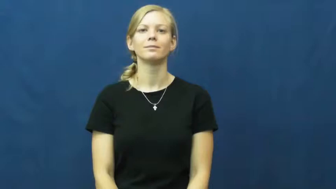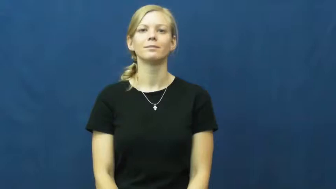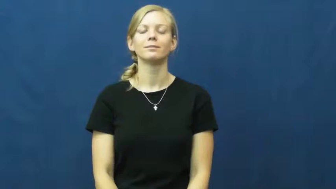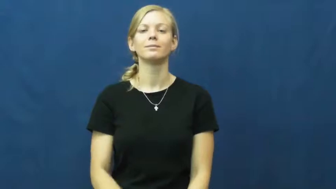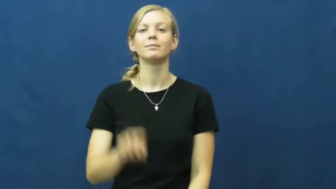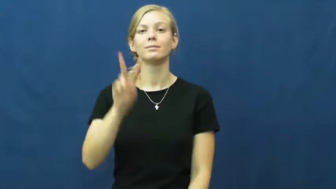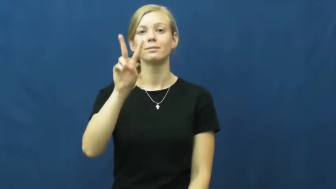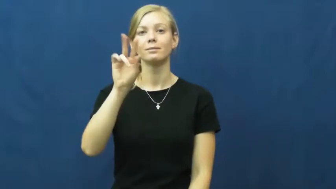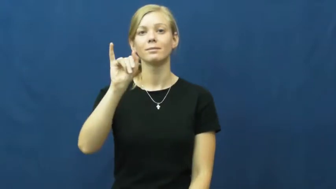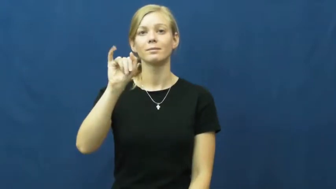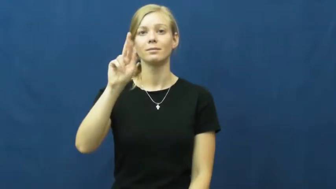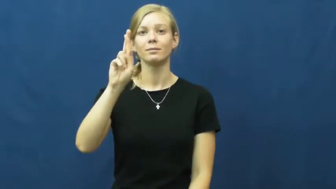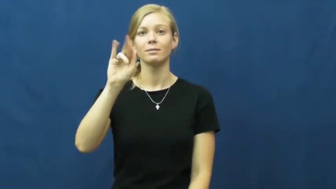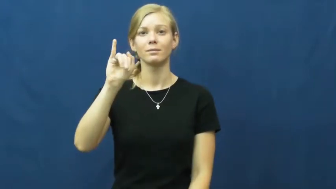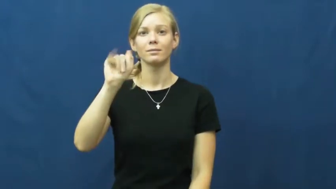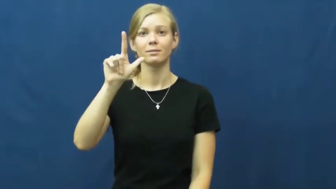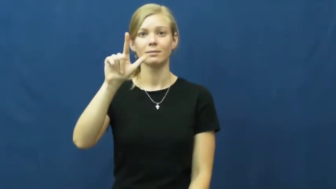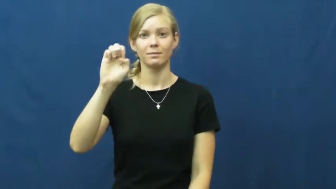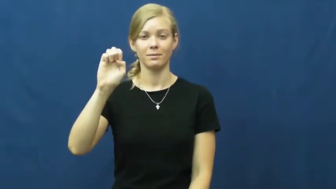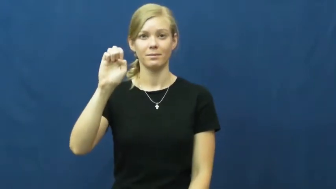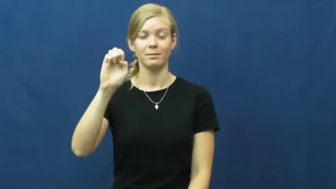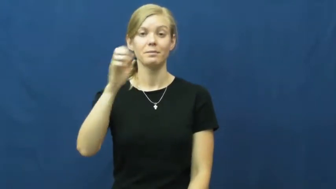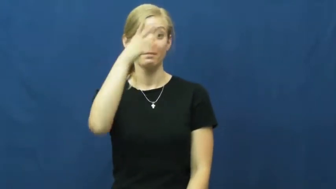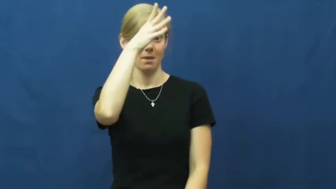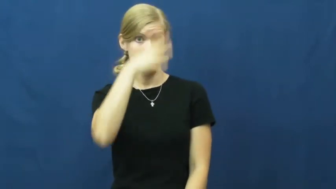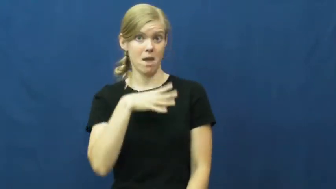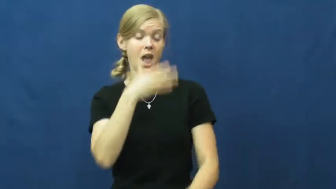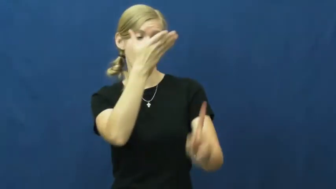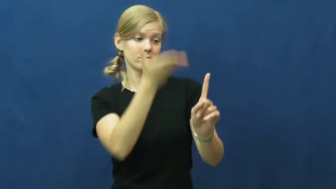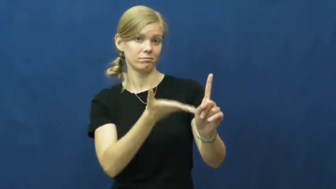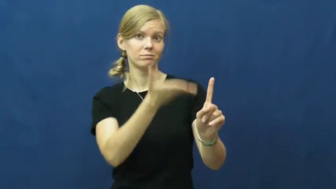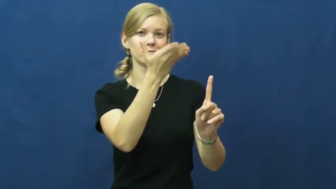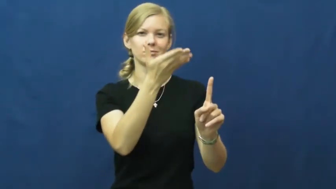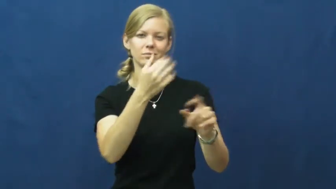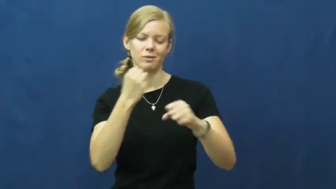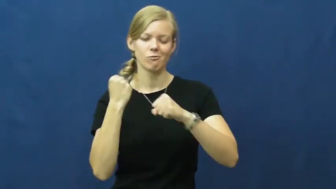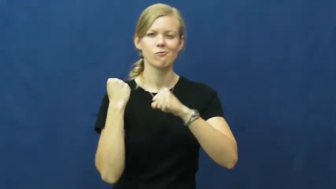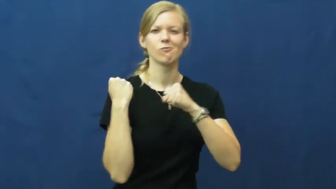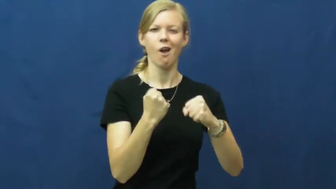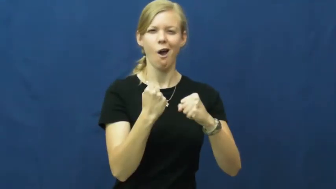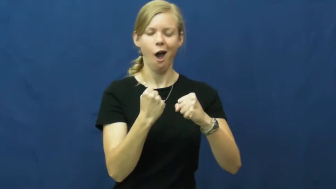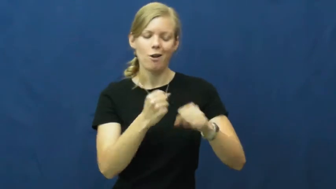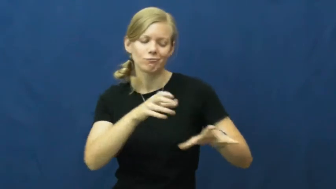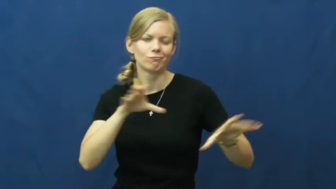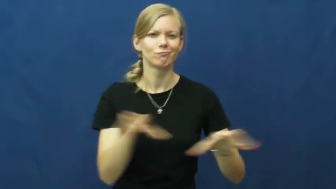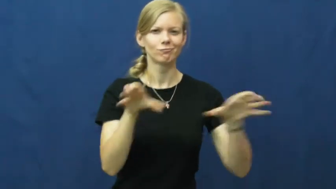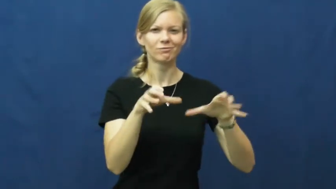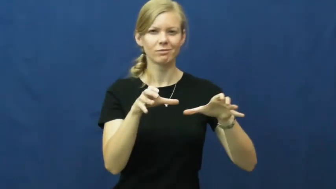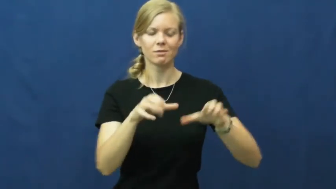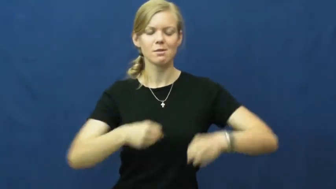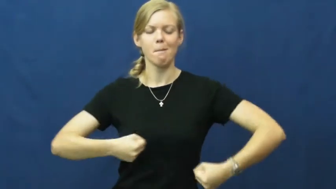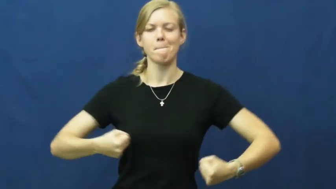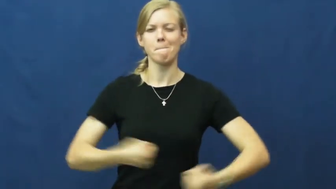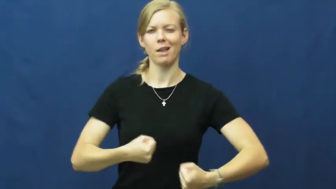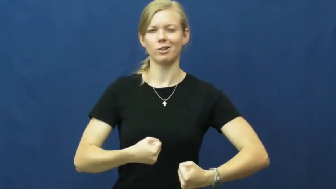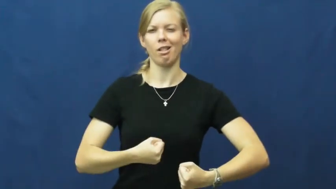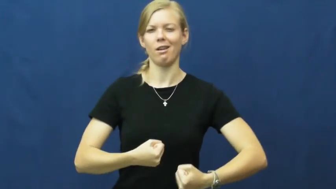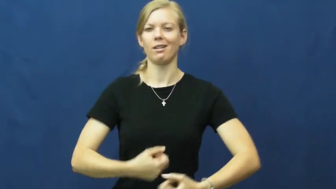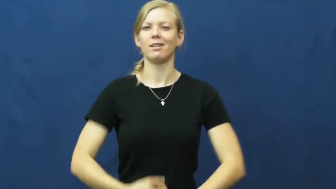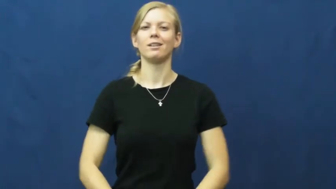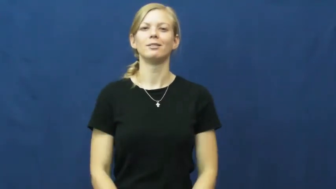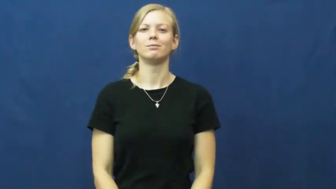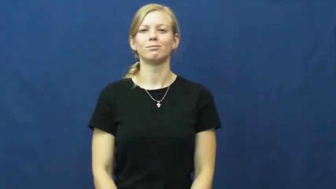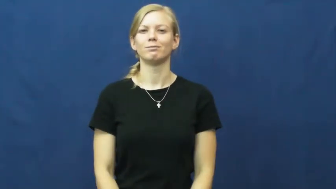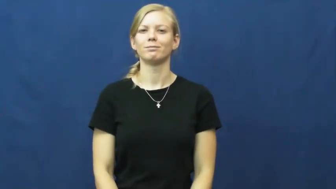virile